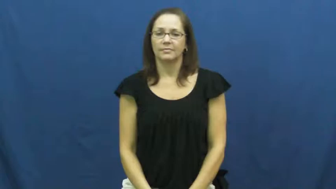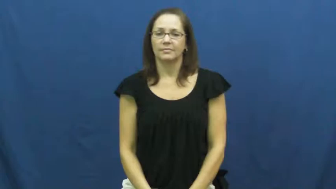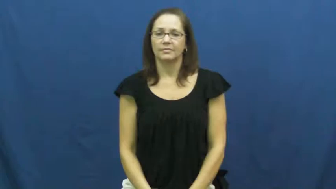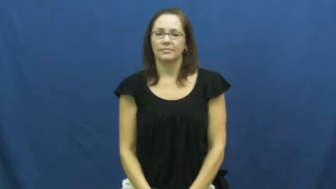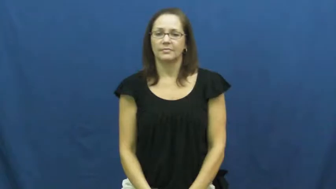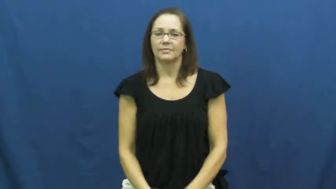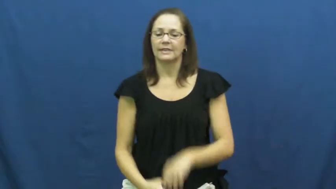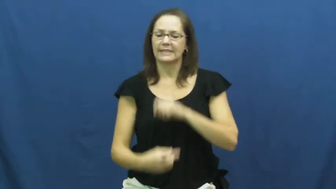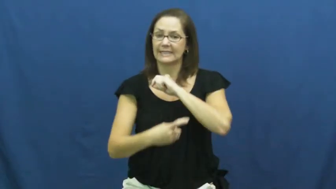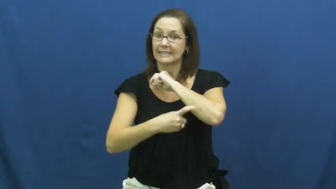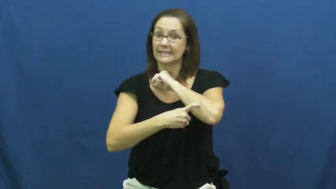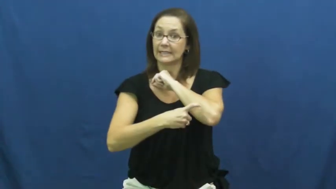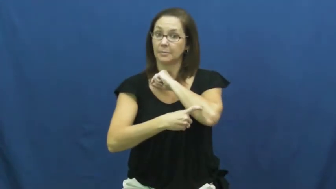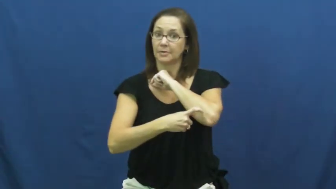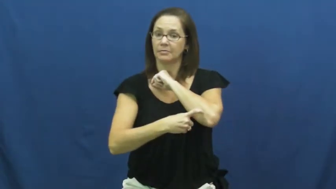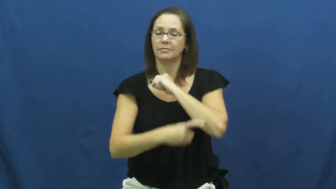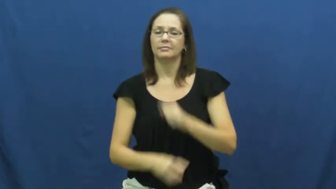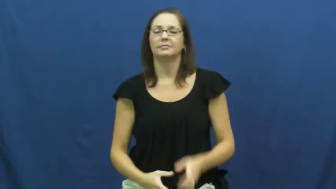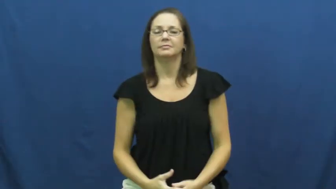tempt